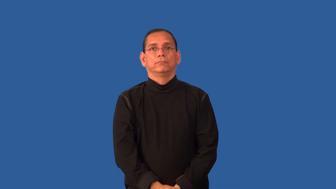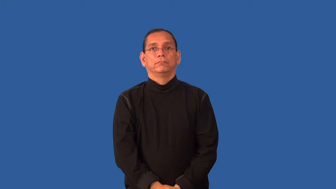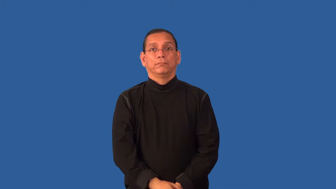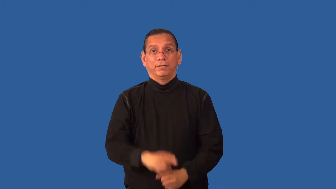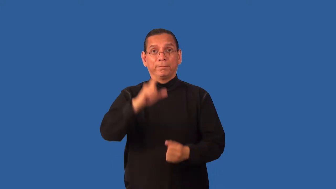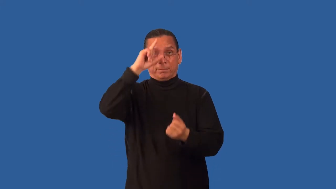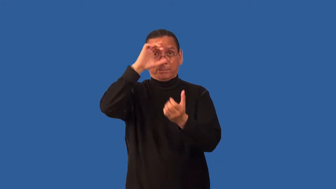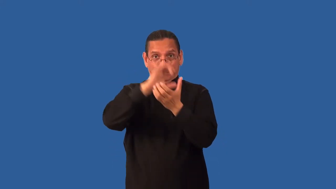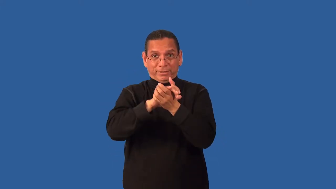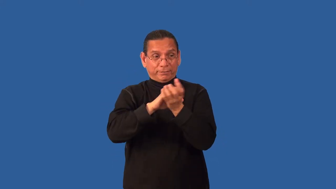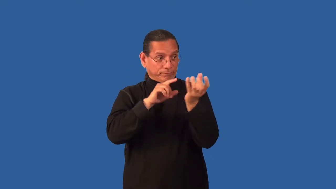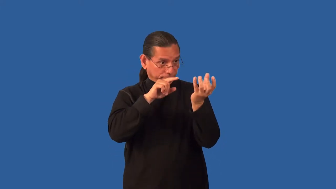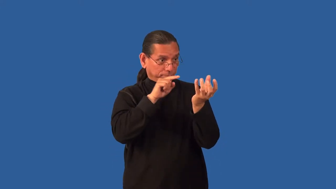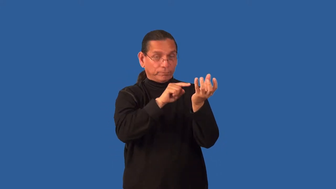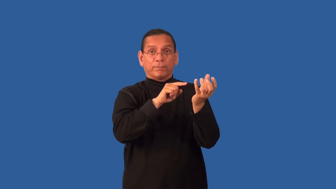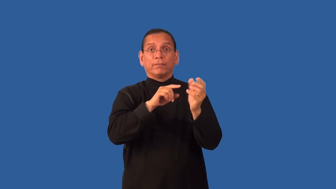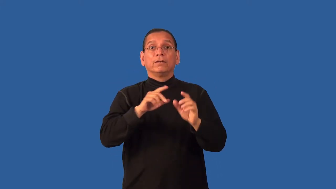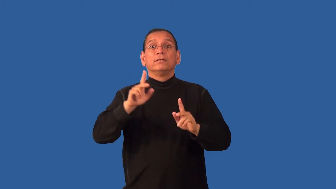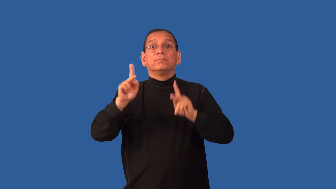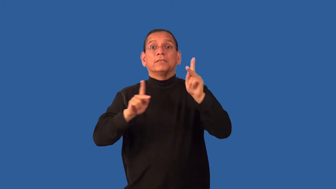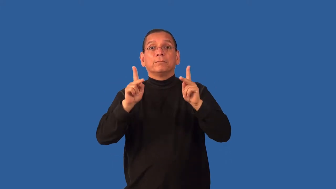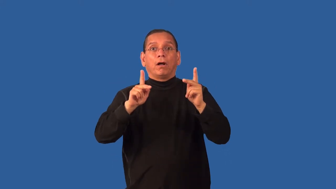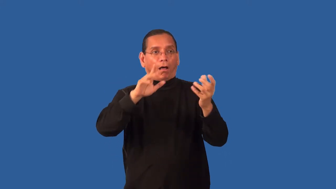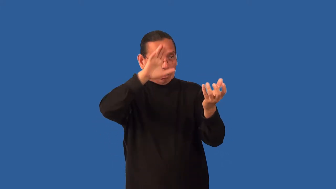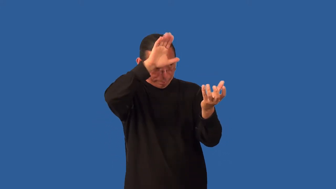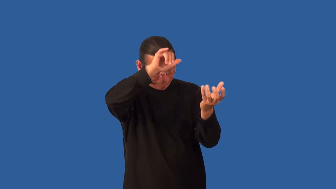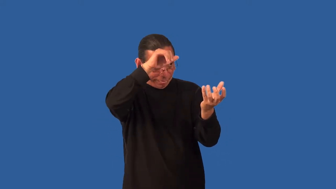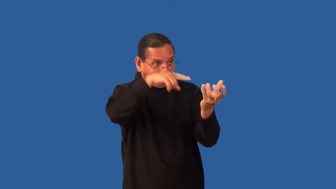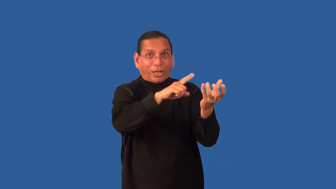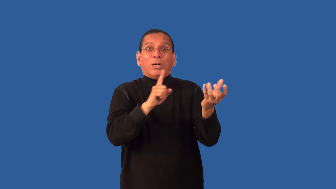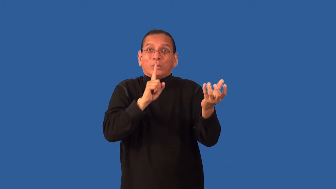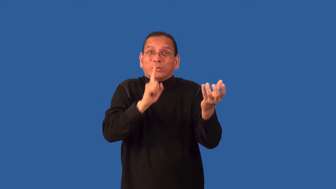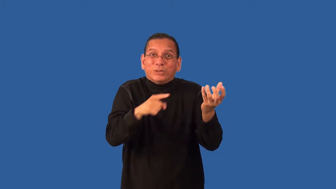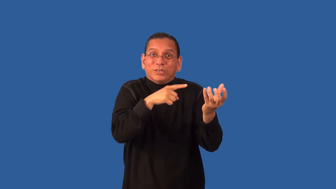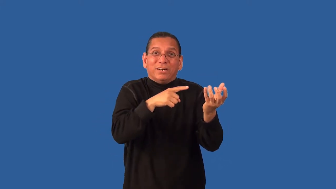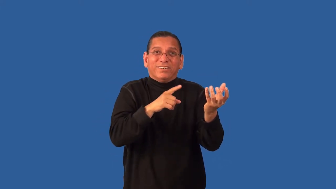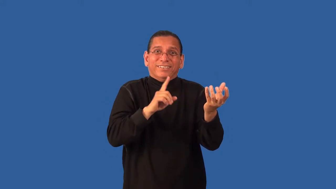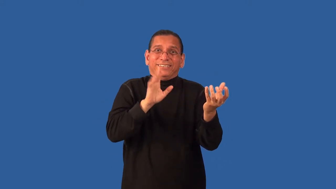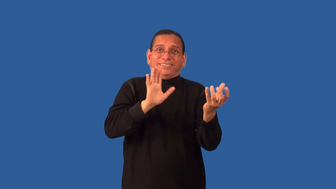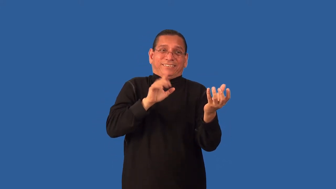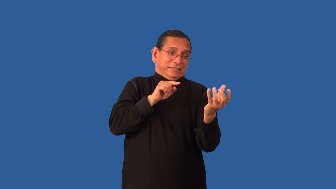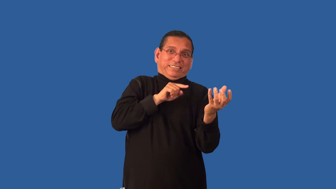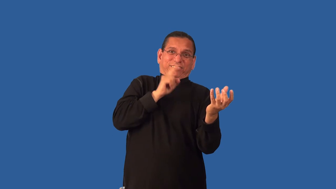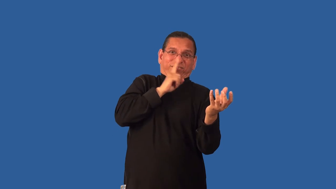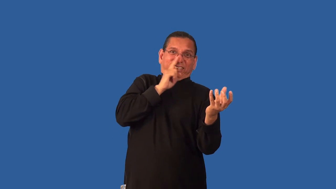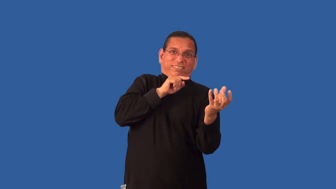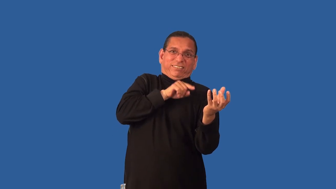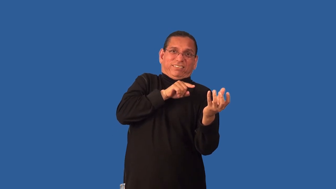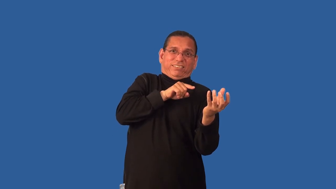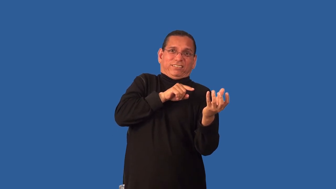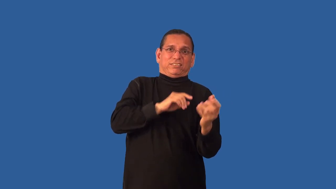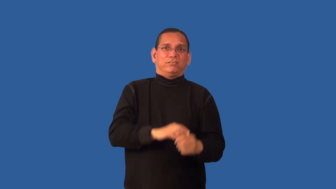fallacy